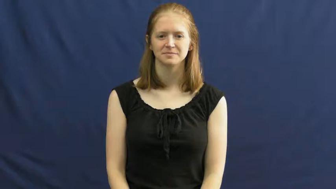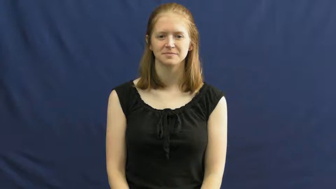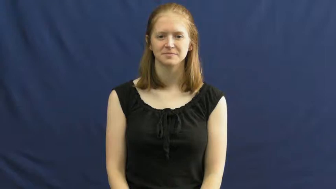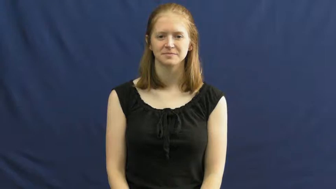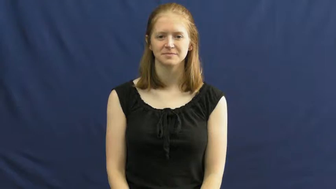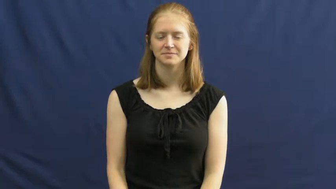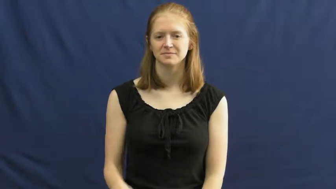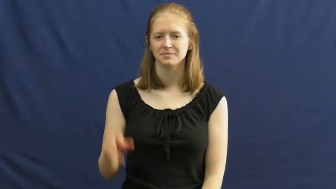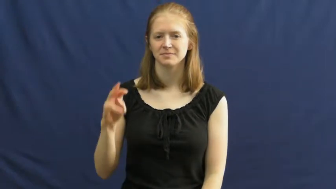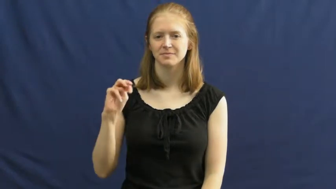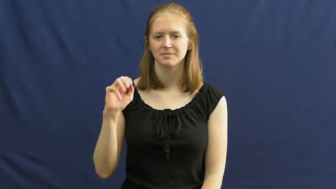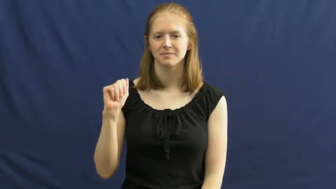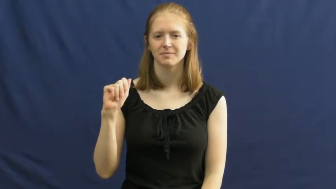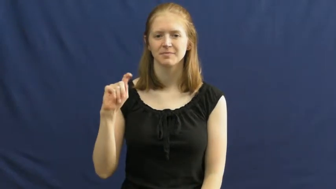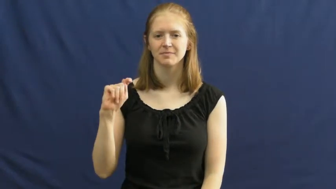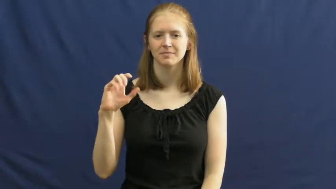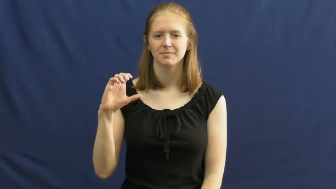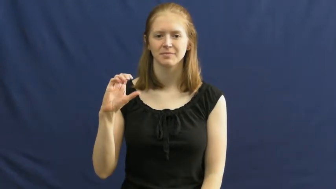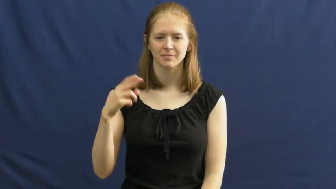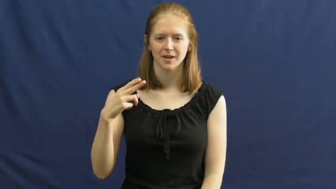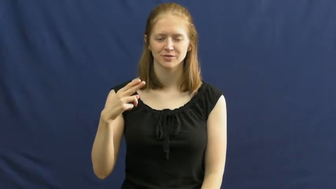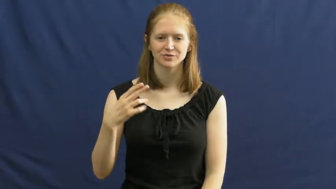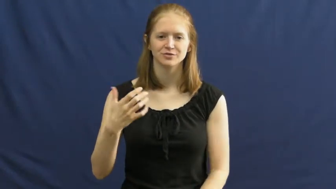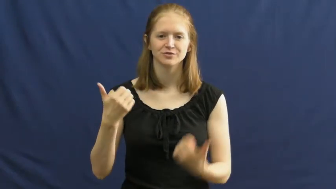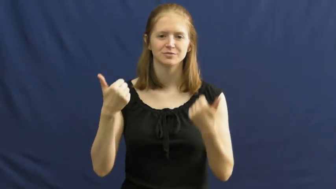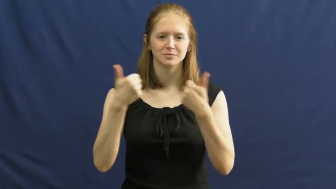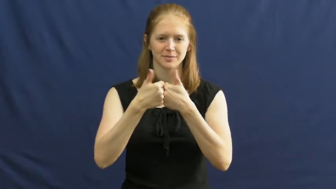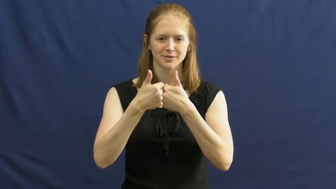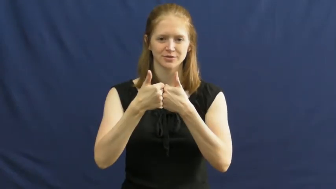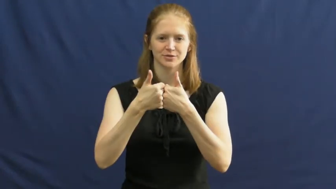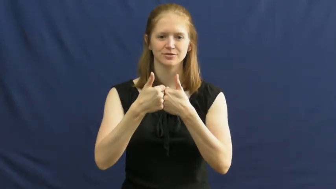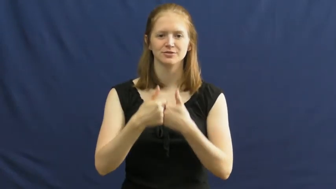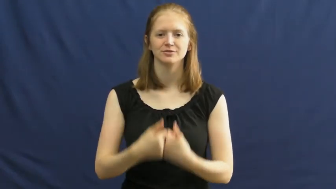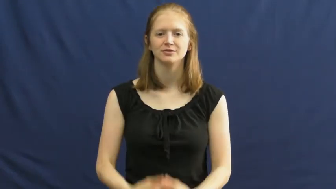match-game